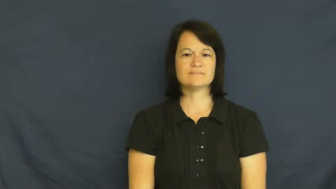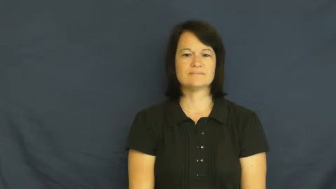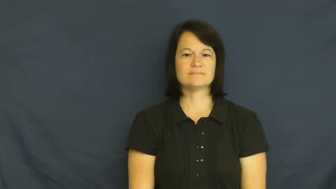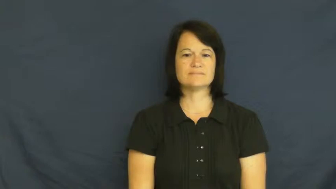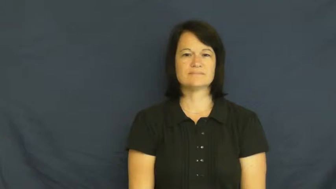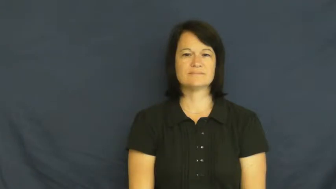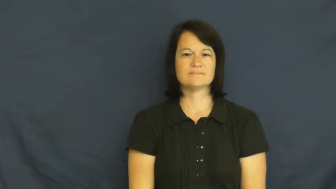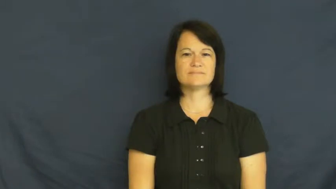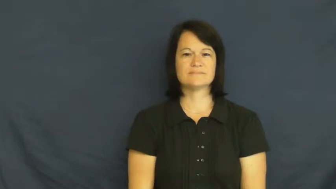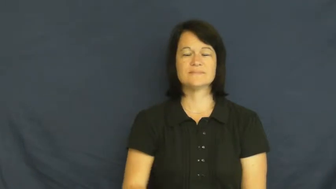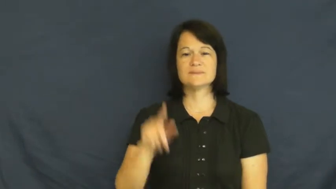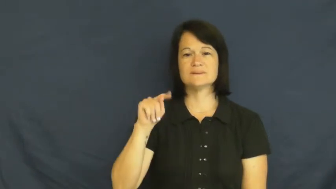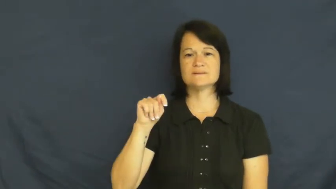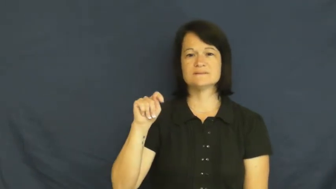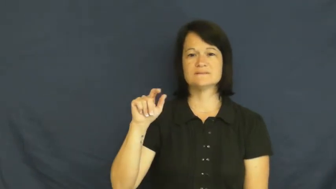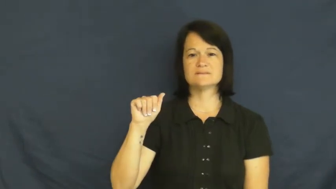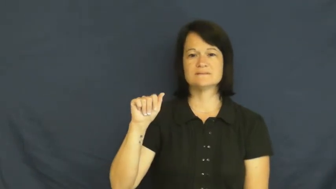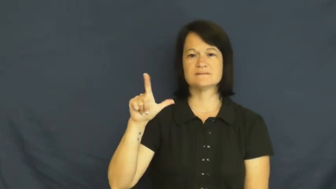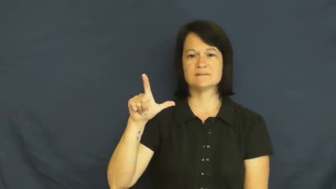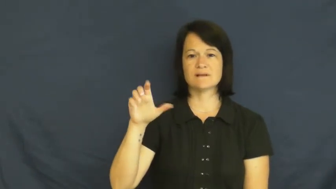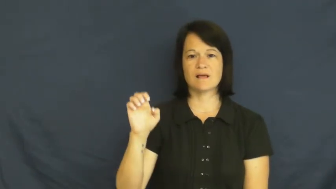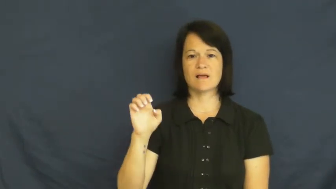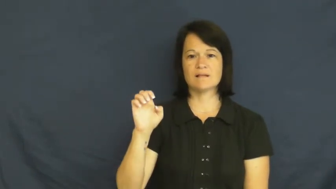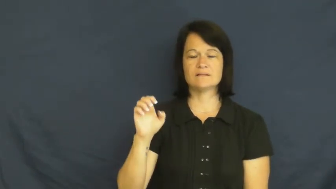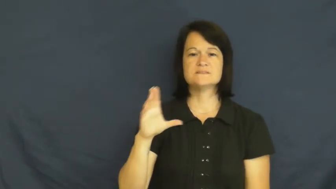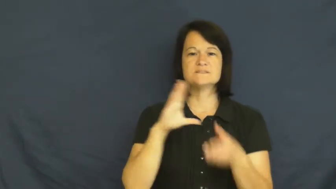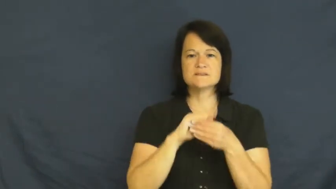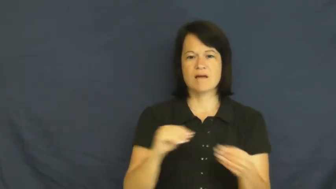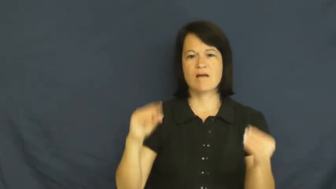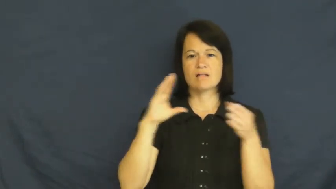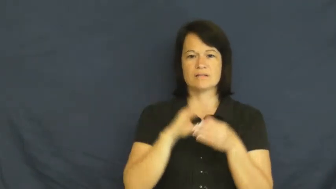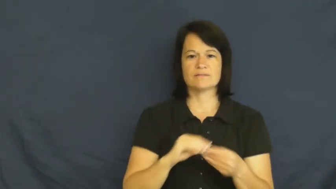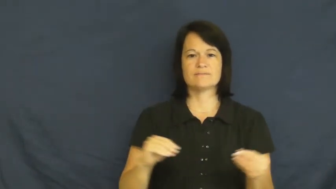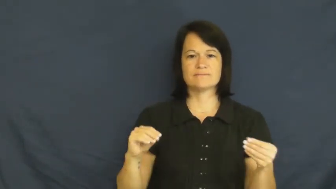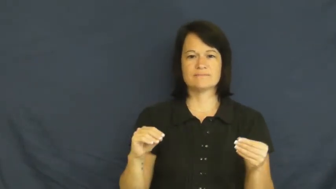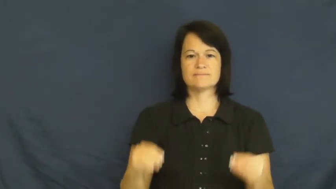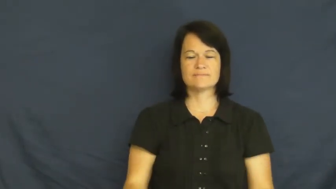tale,folktale